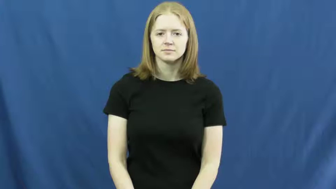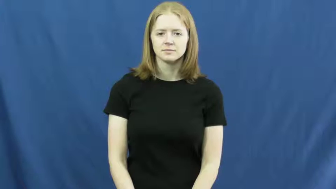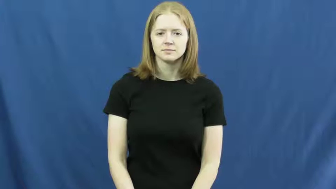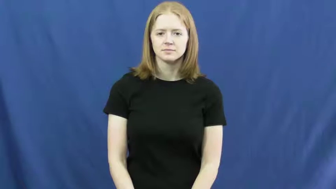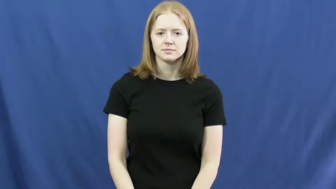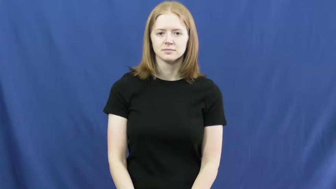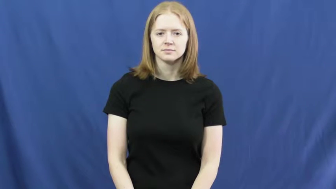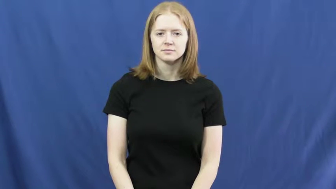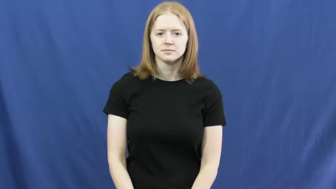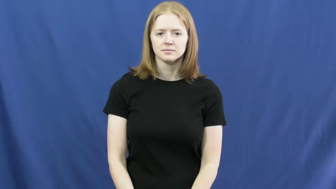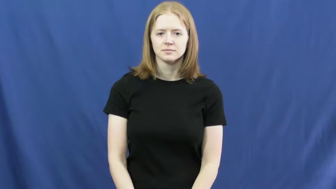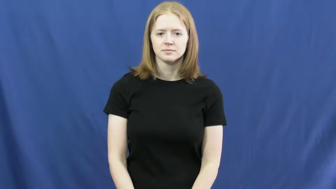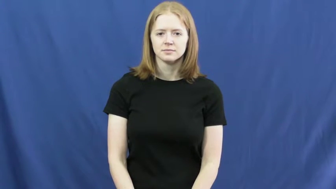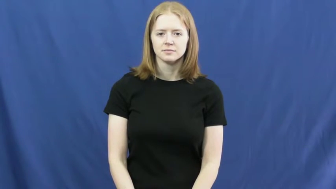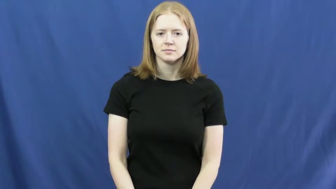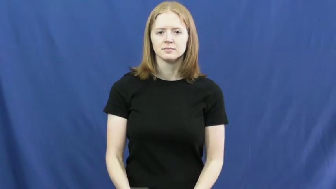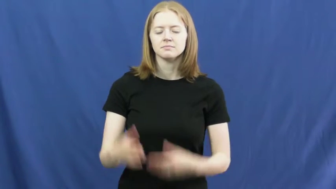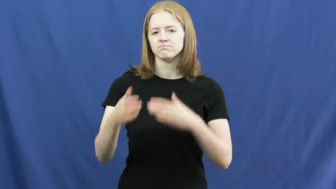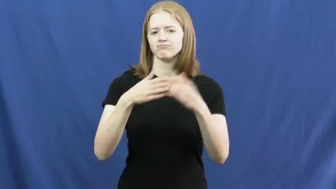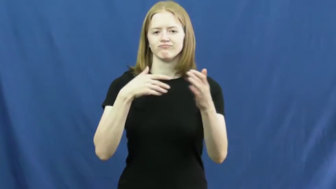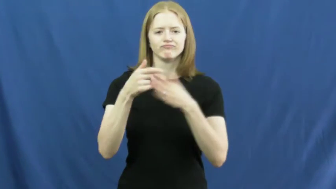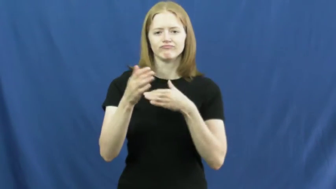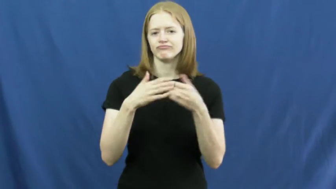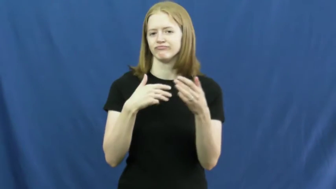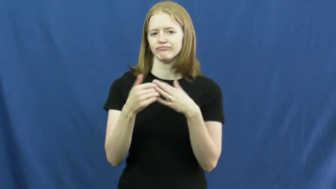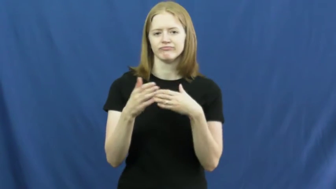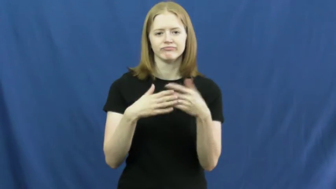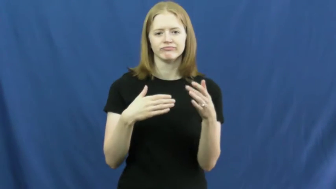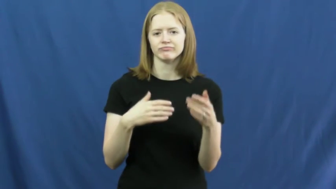moot